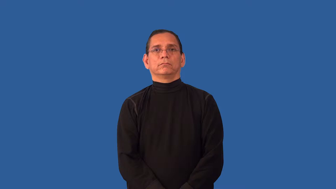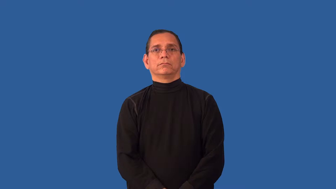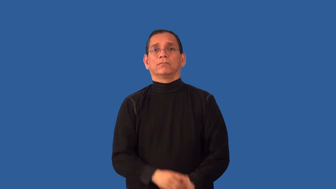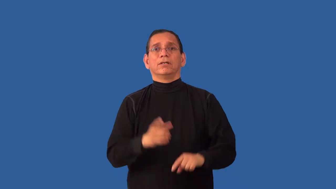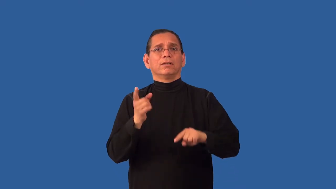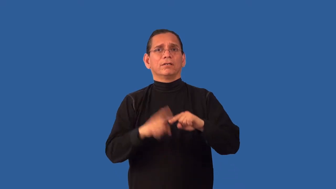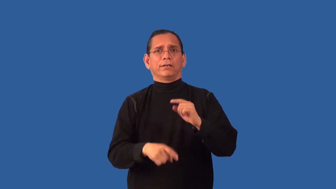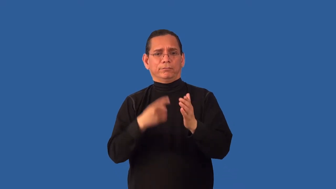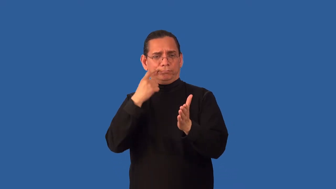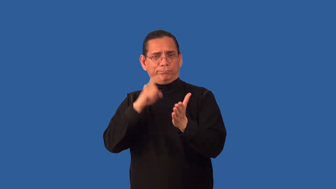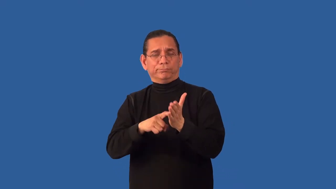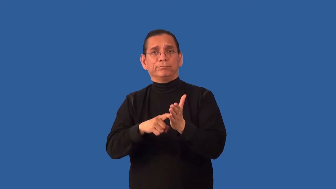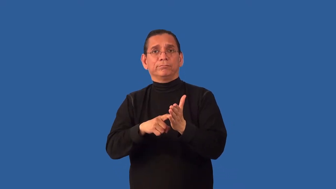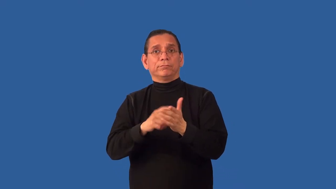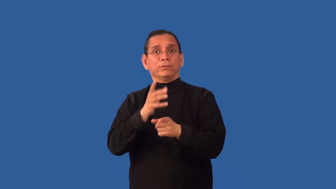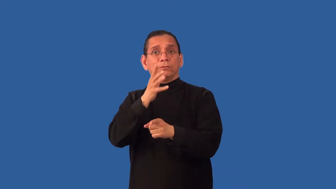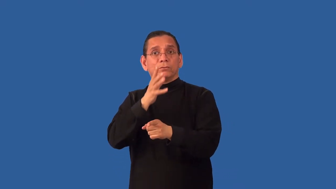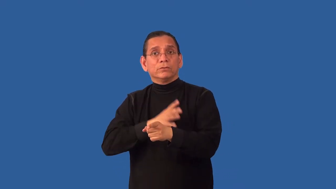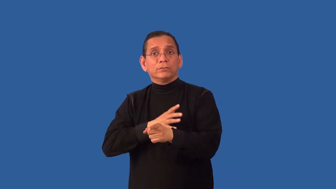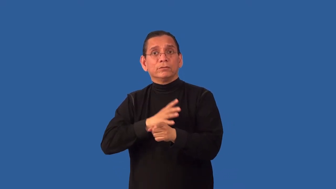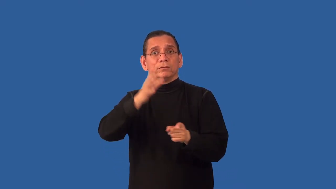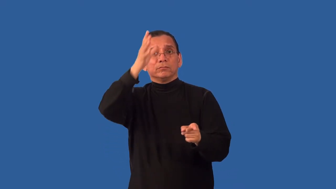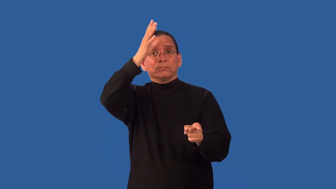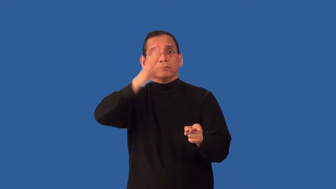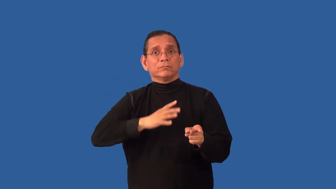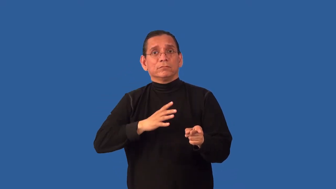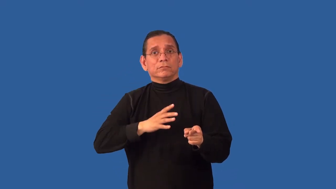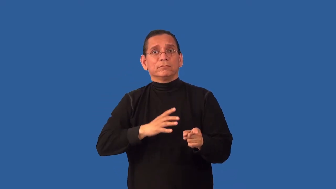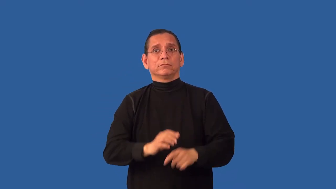unisex